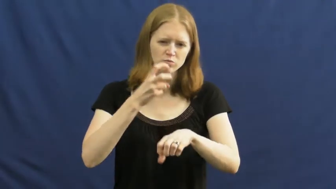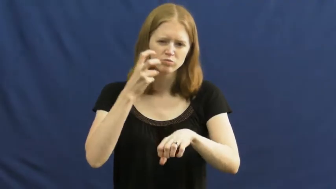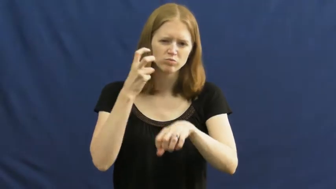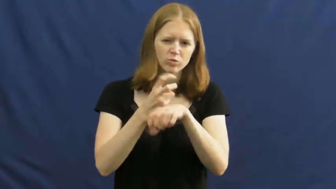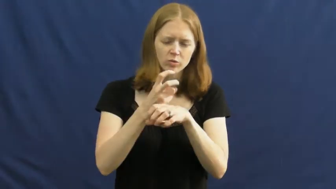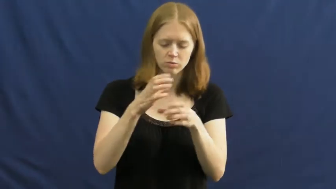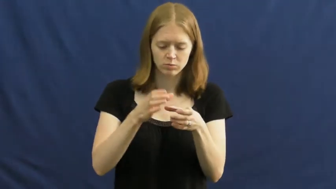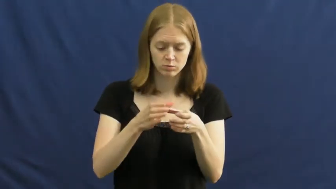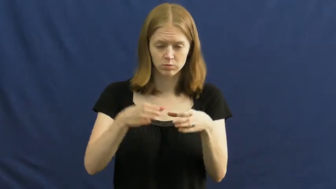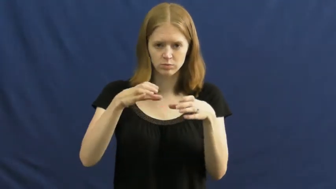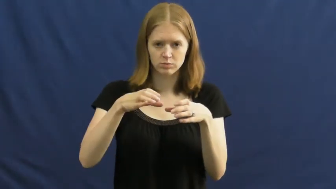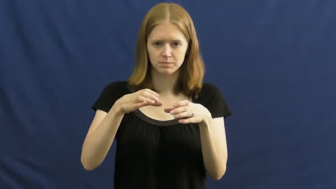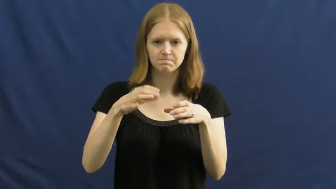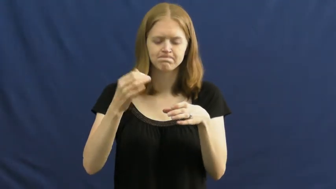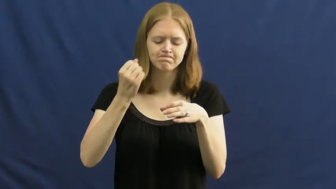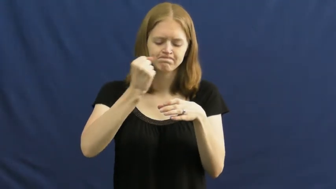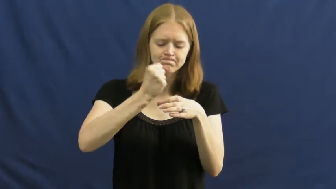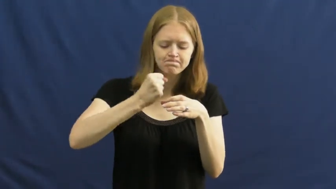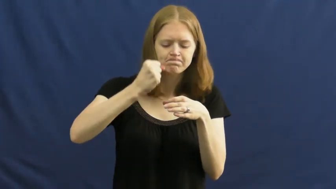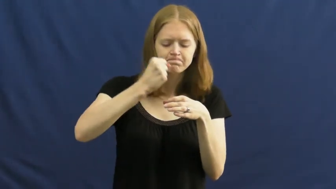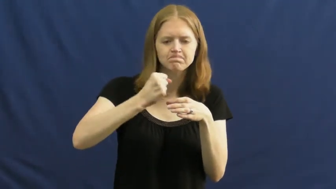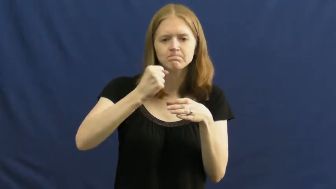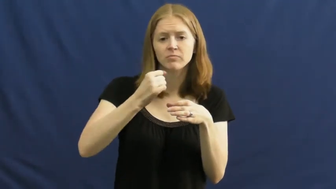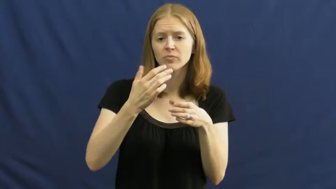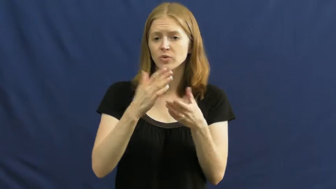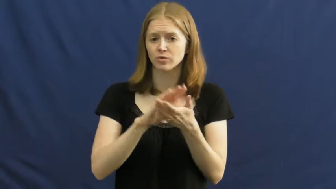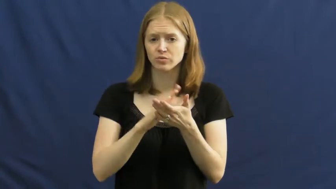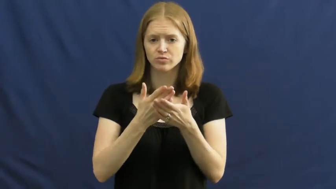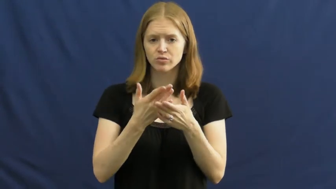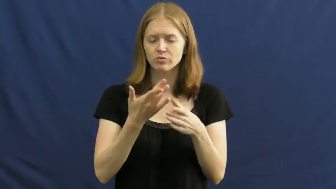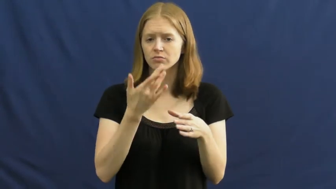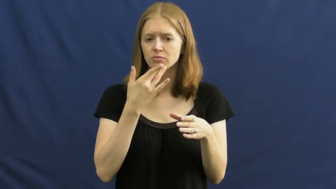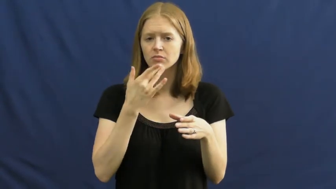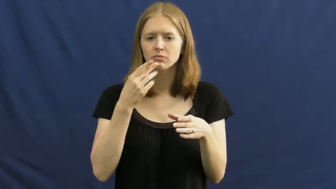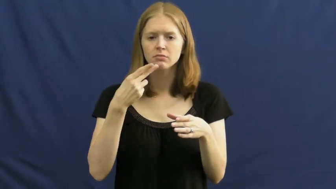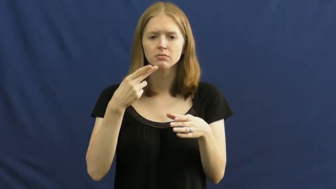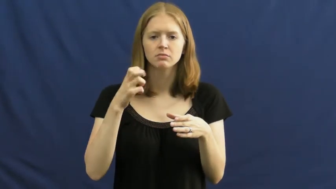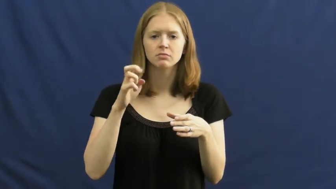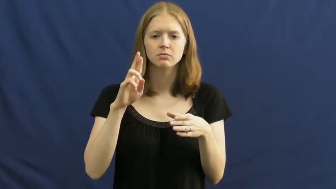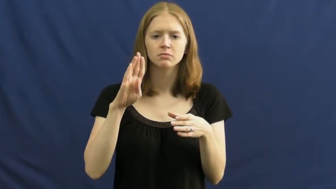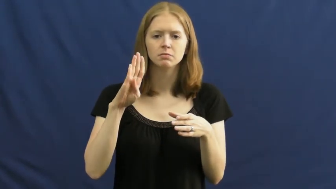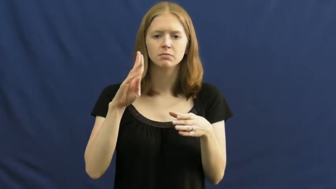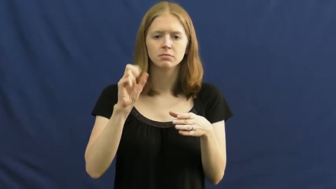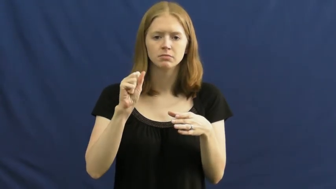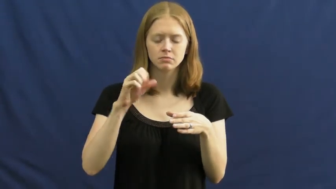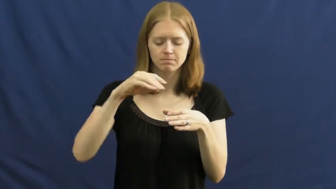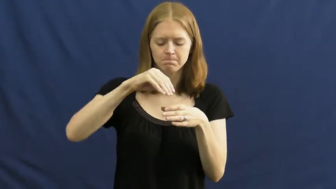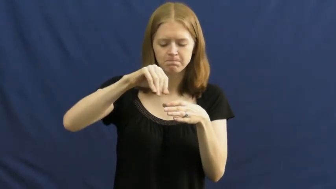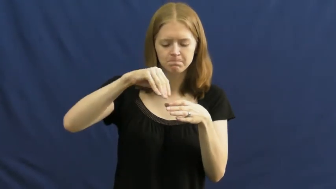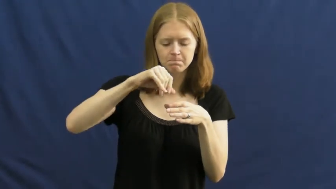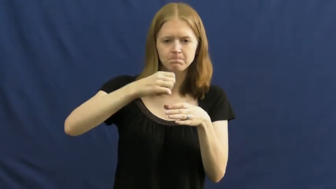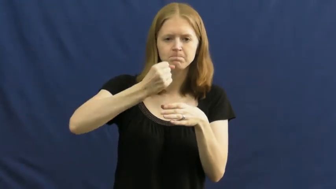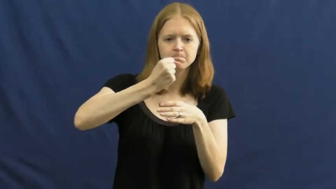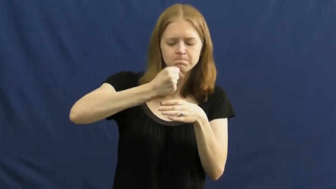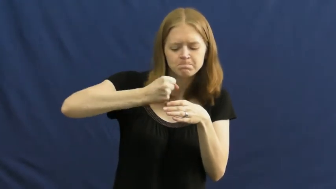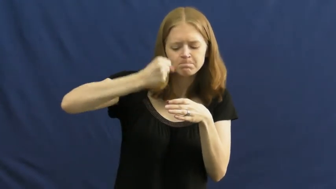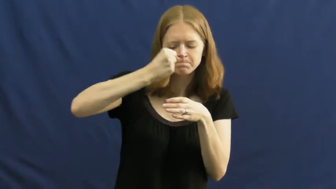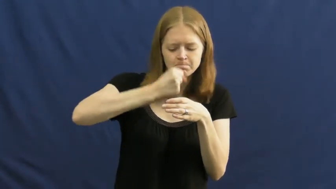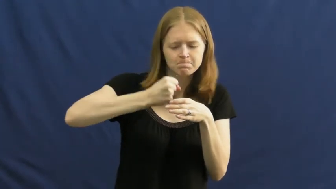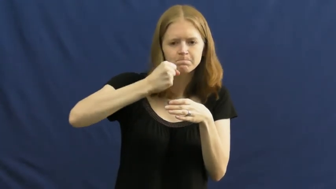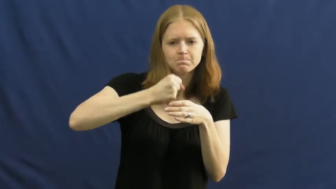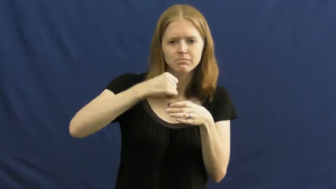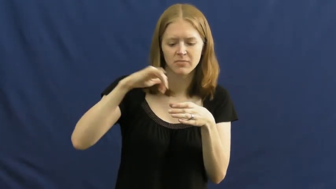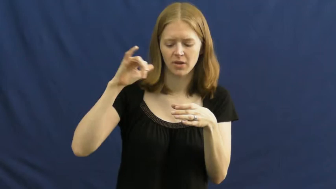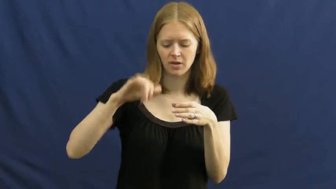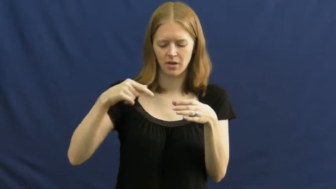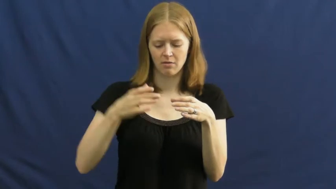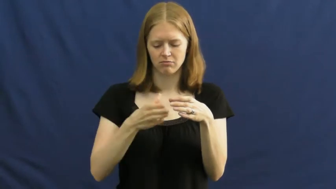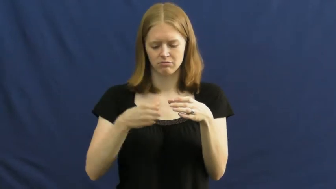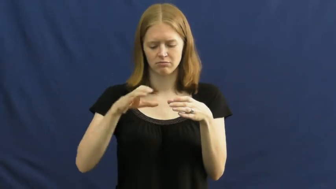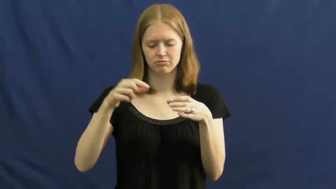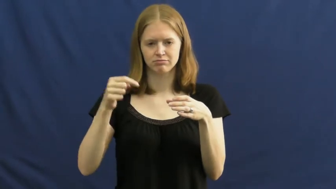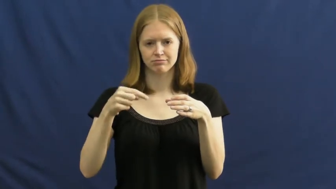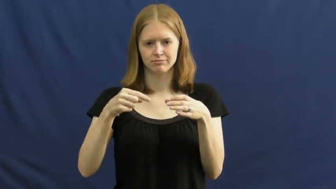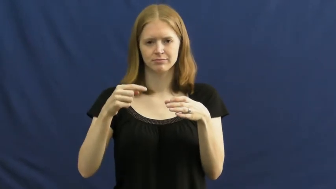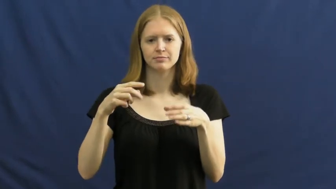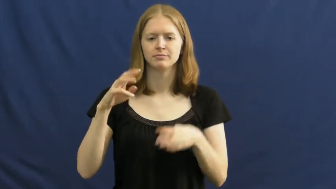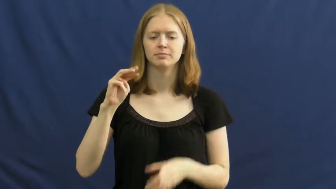mortar-bowl